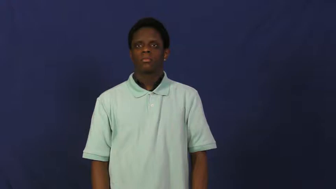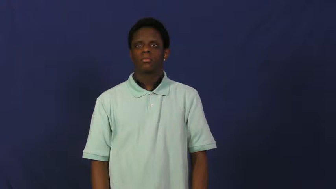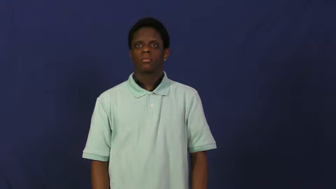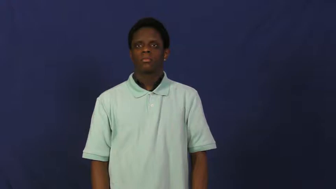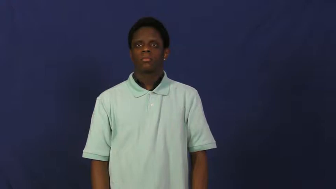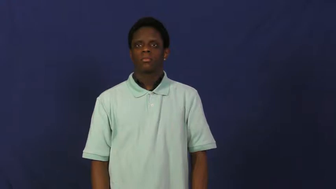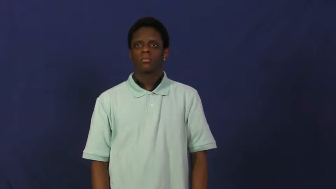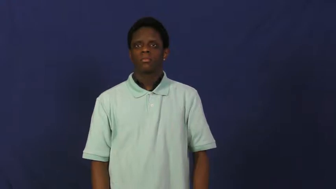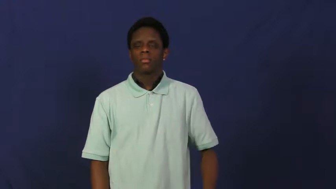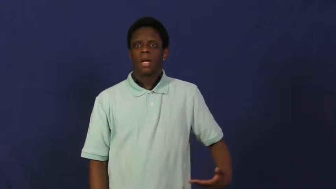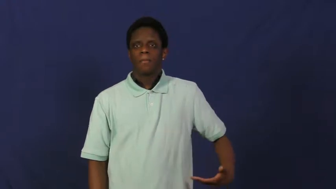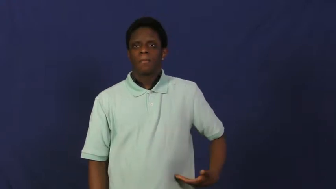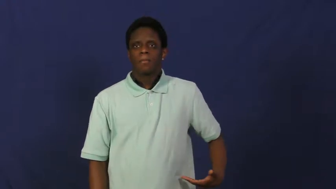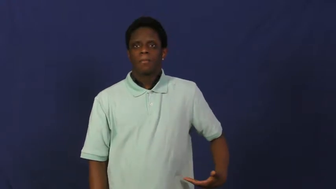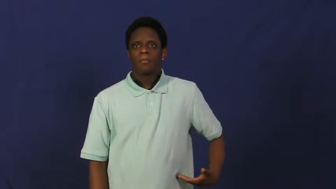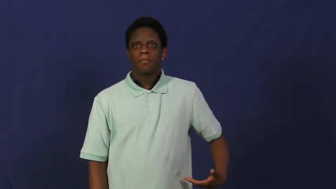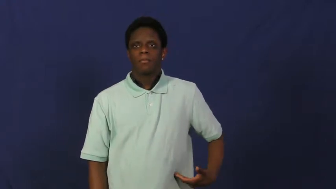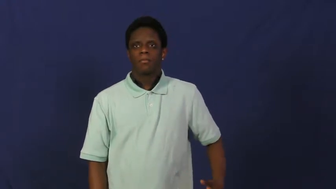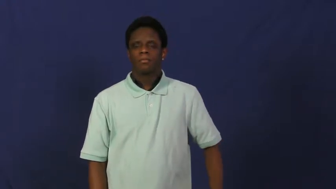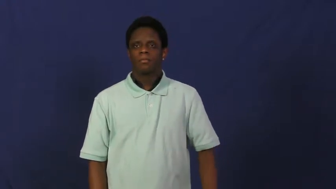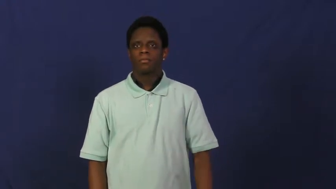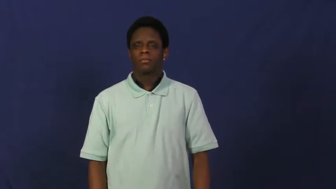hip,hipbone